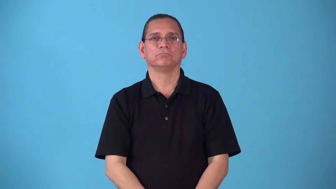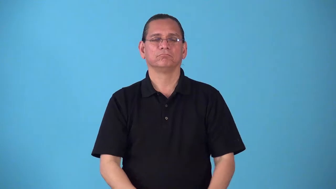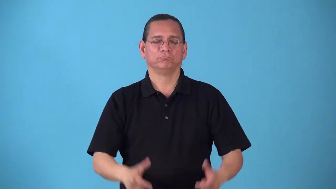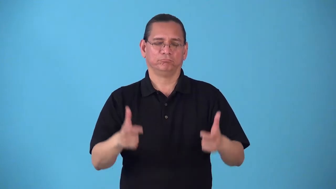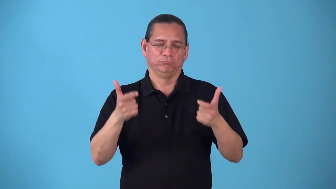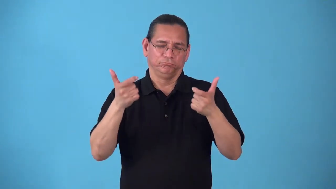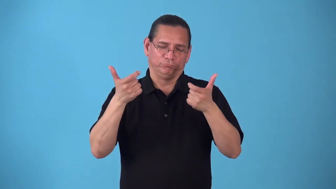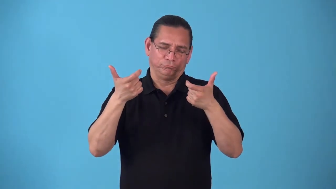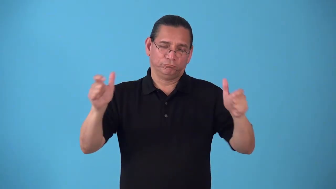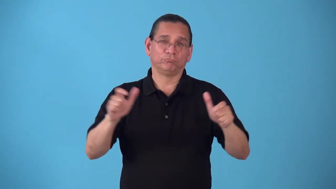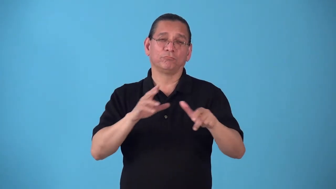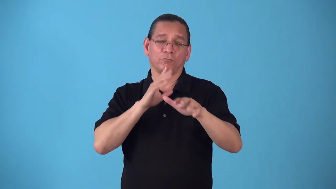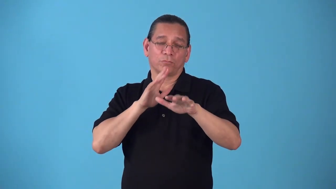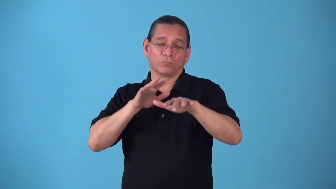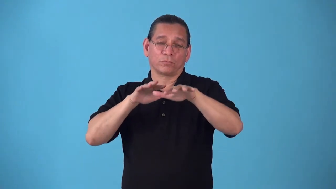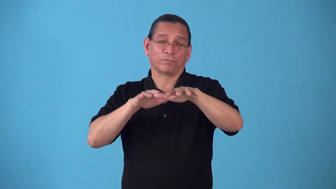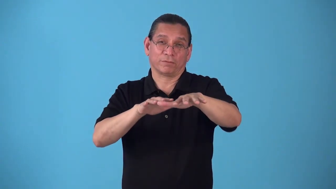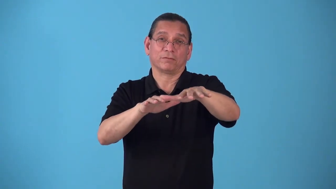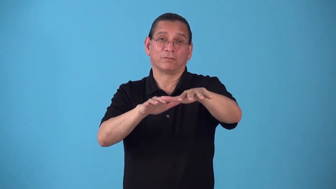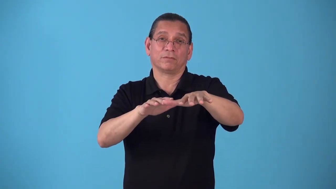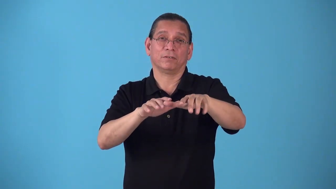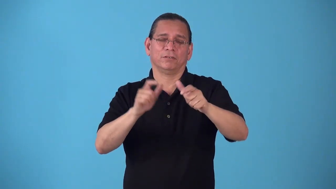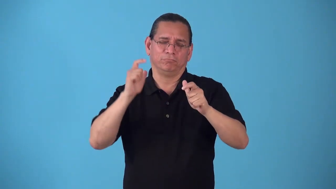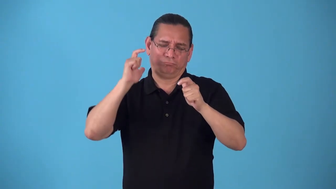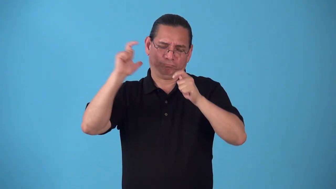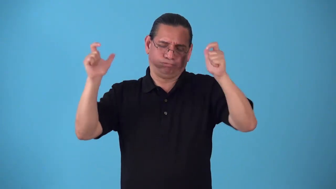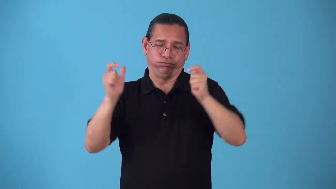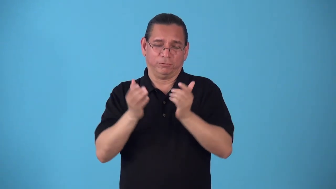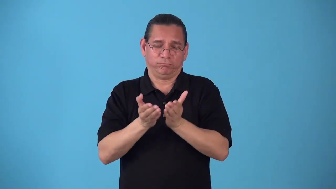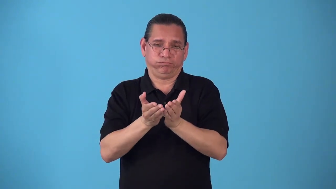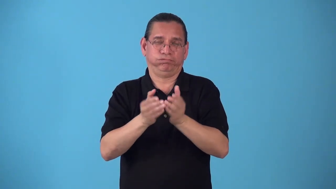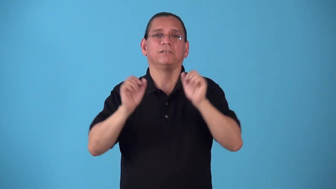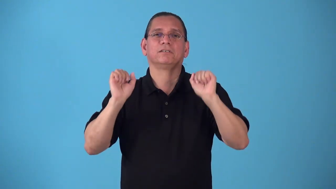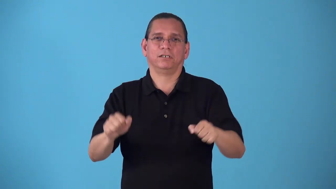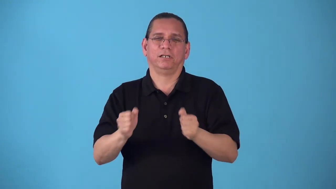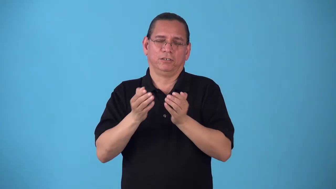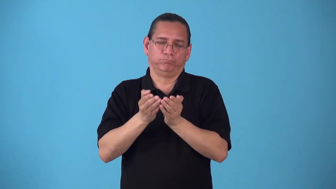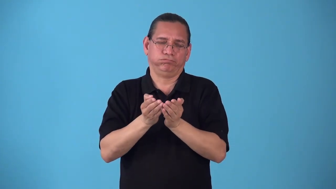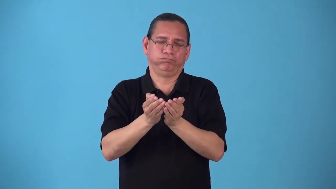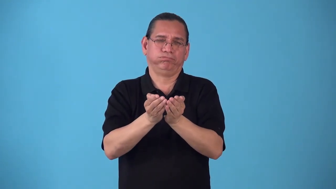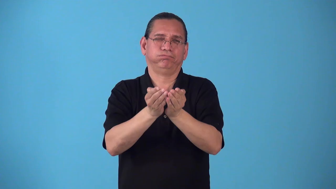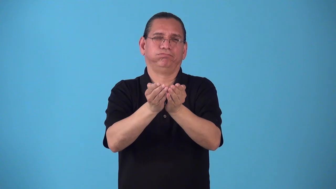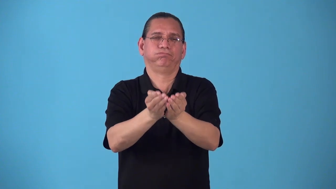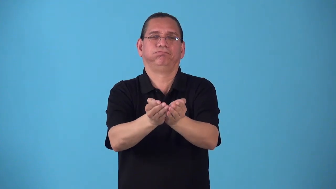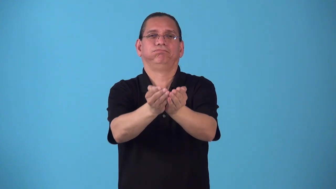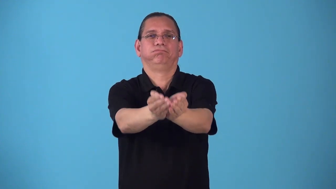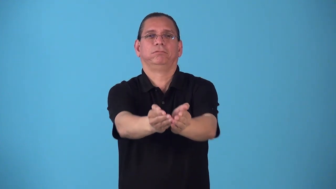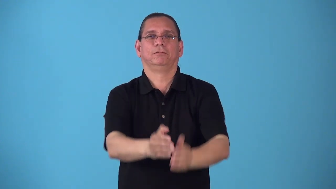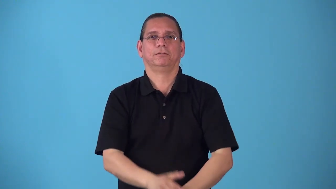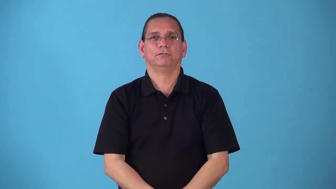seaway-river big enough for ocean ship